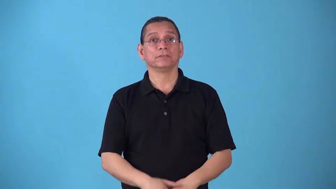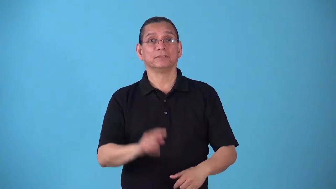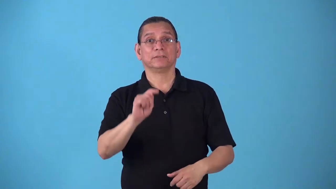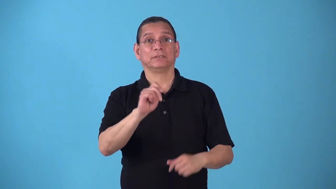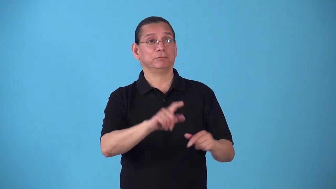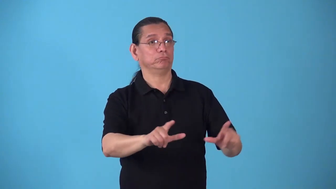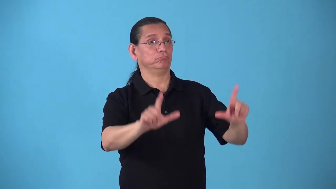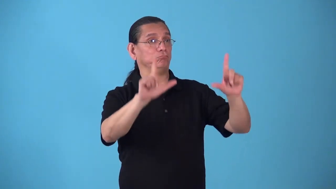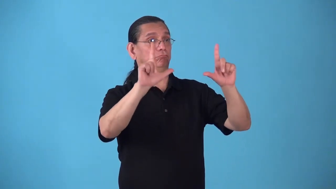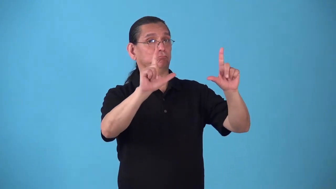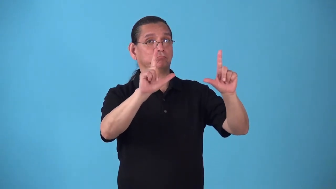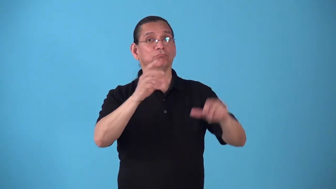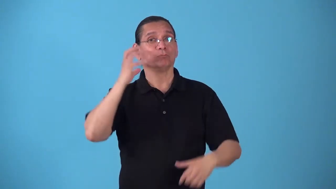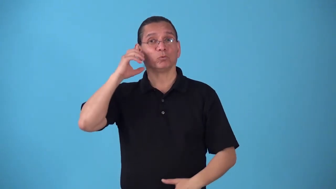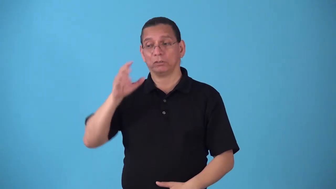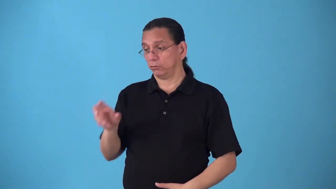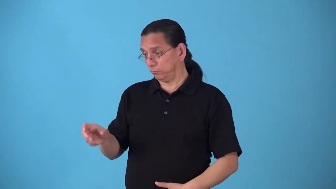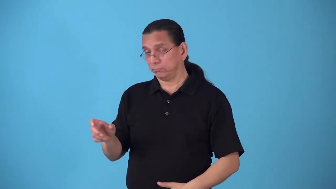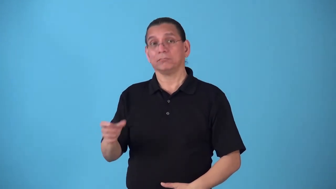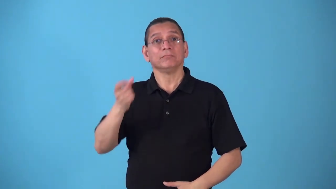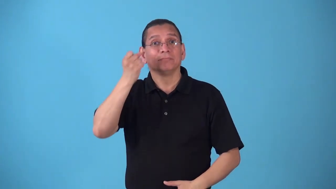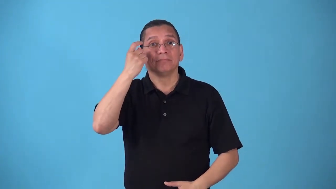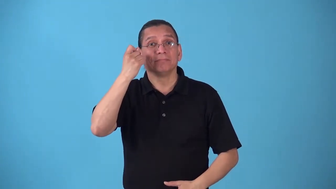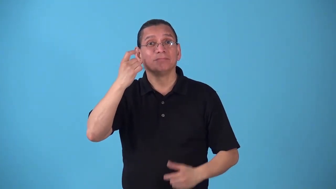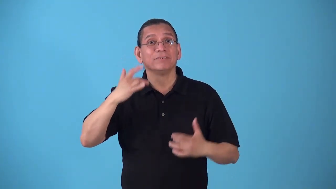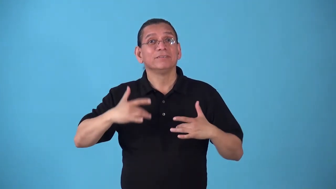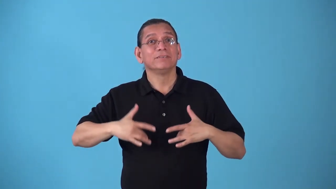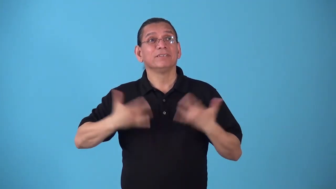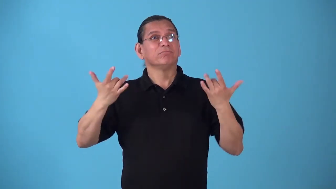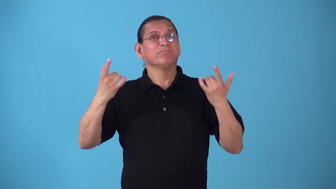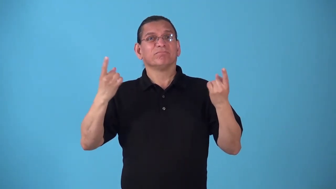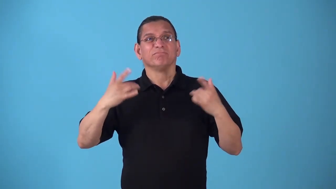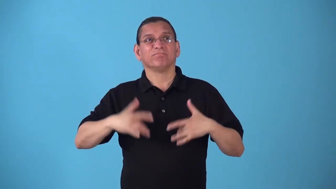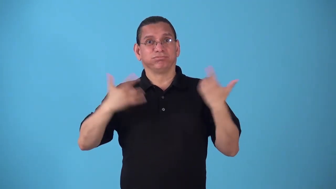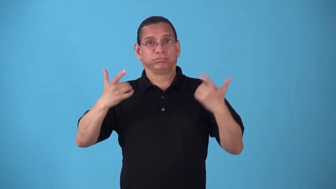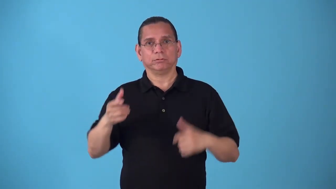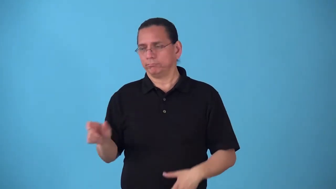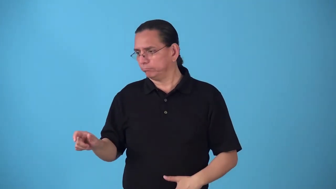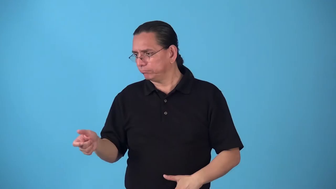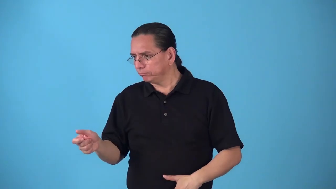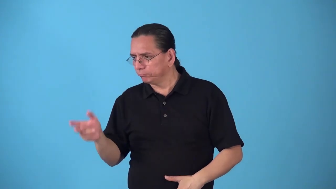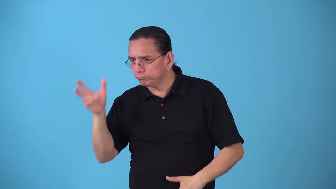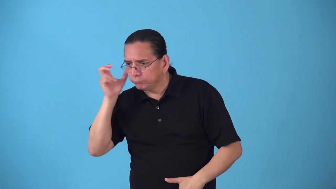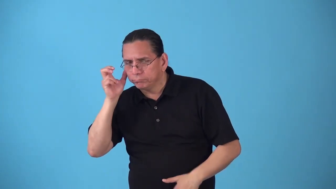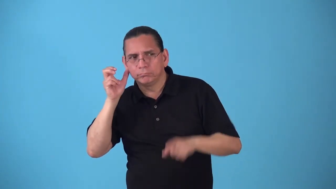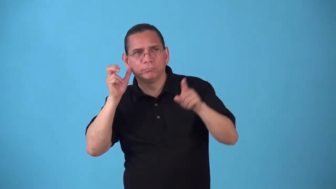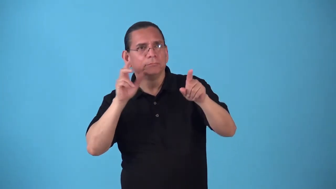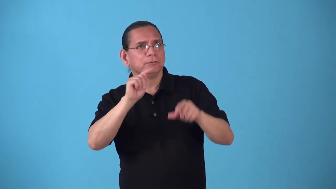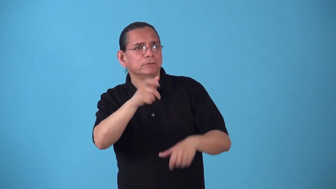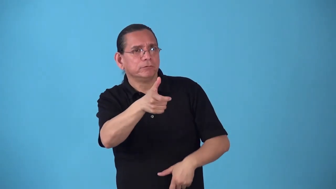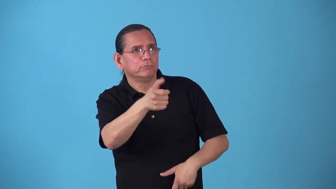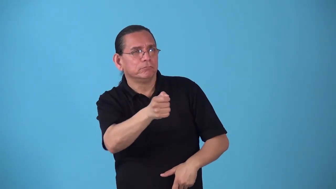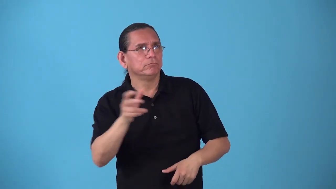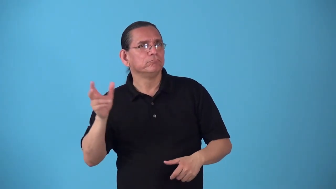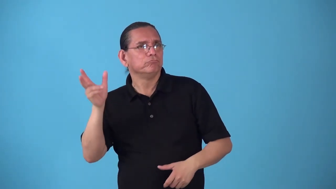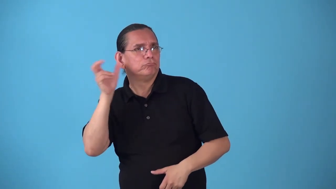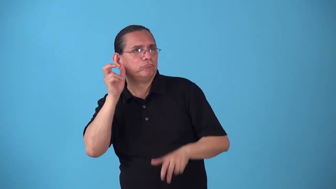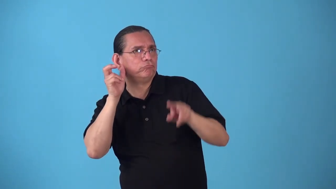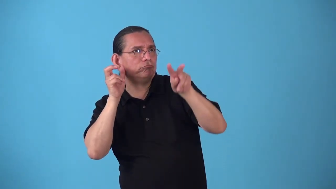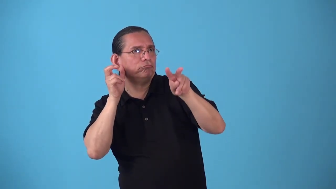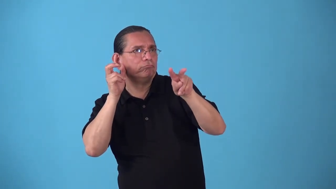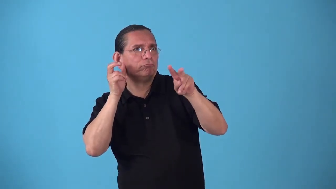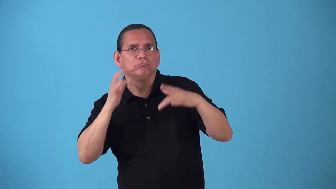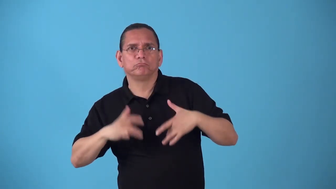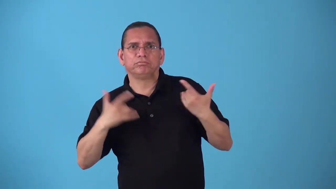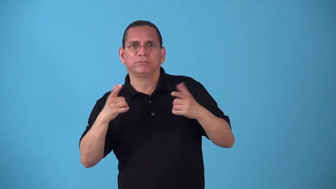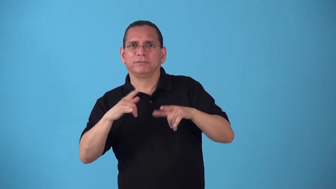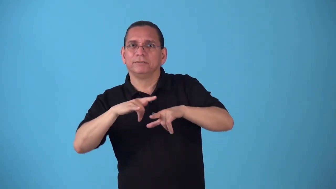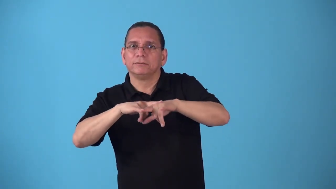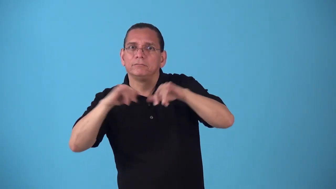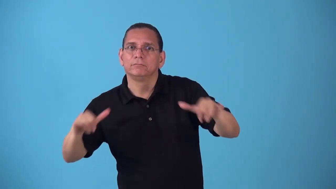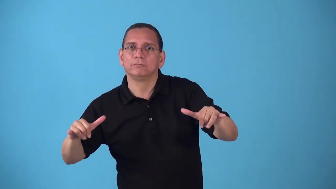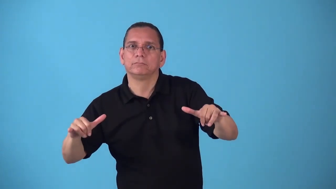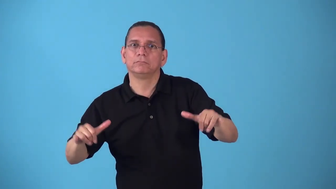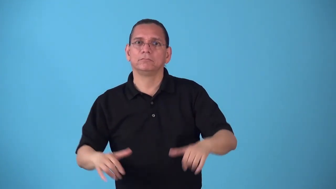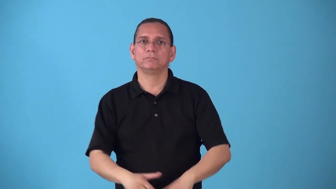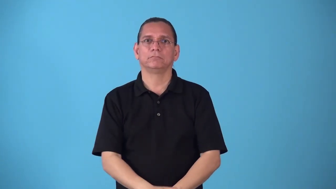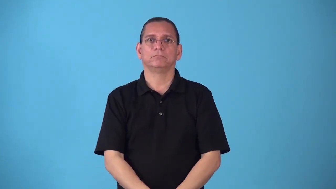simulcast